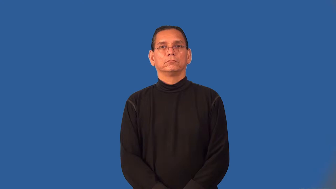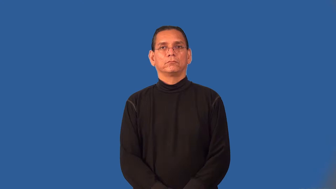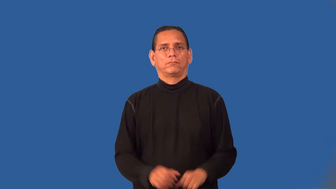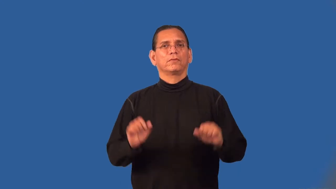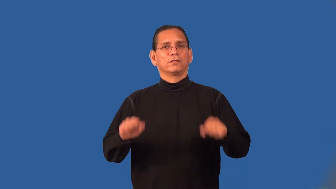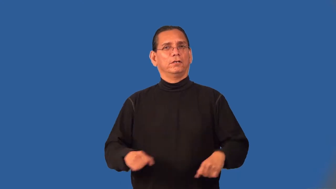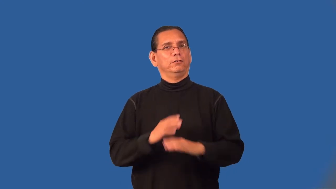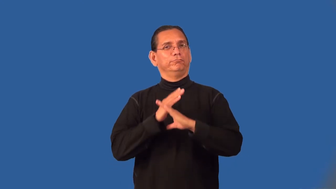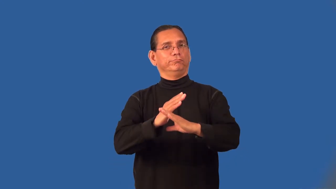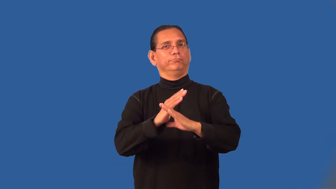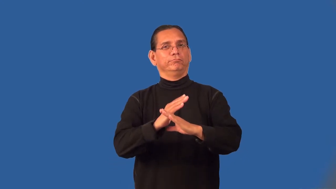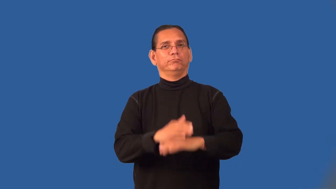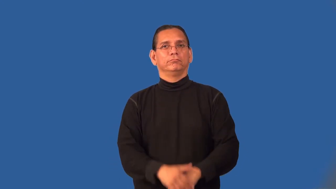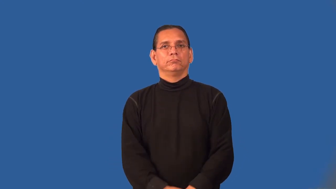preventable